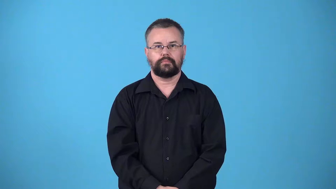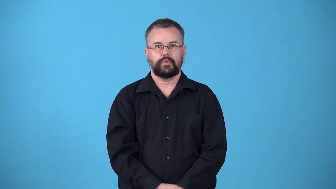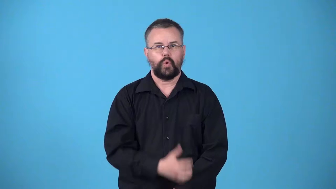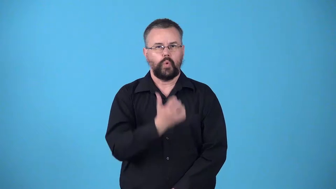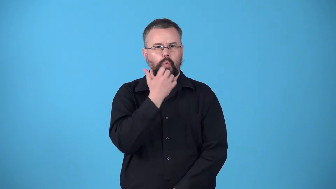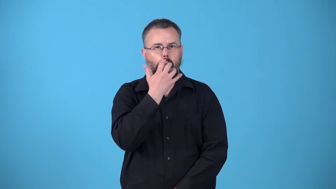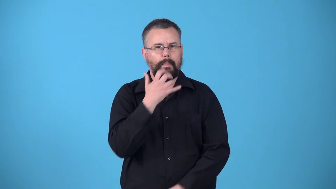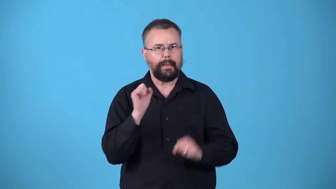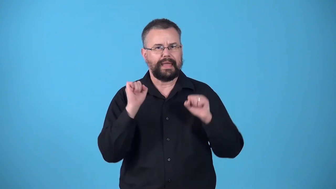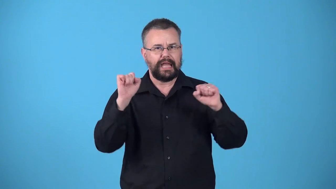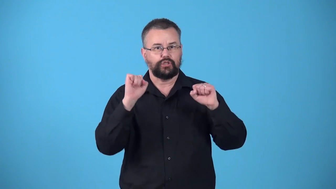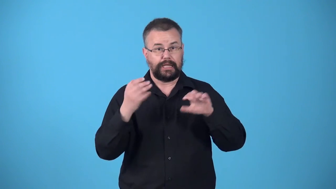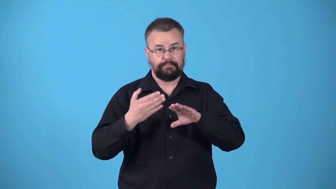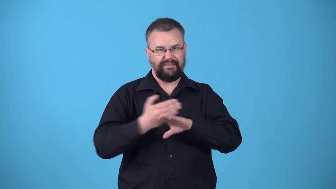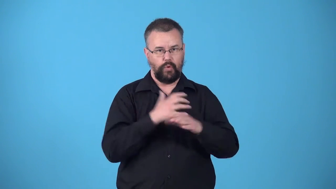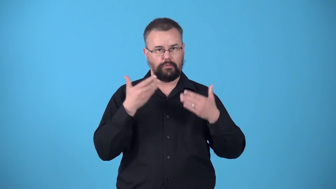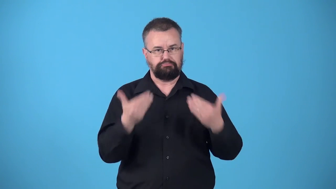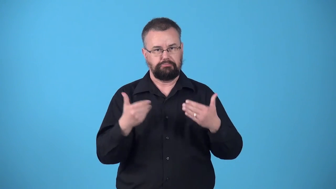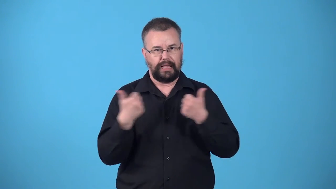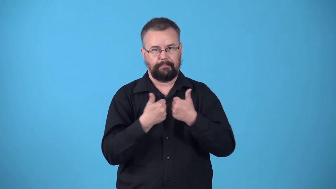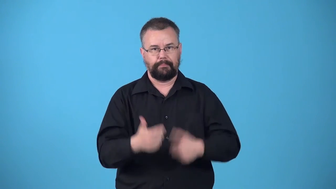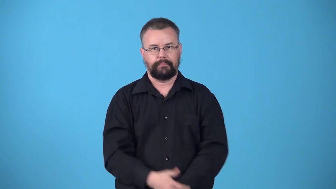warmup